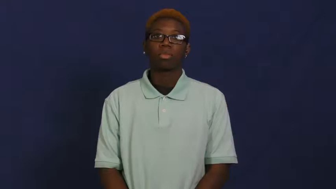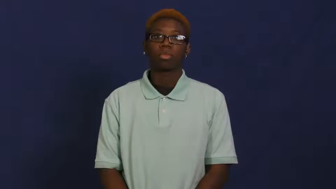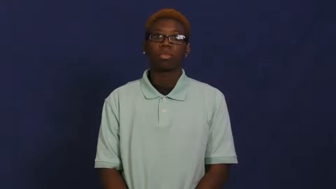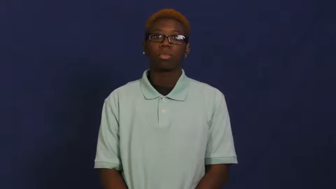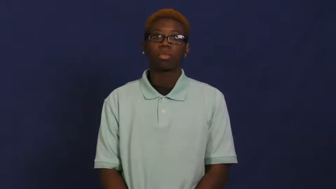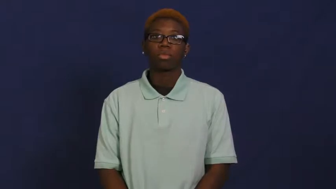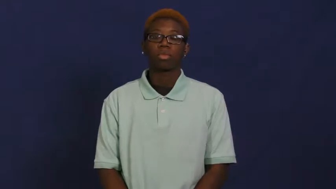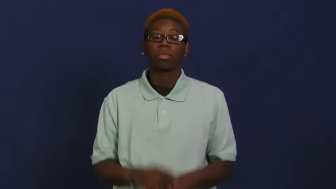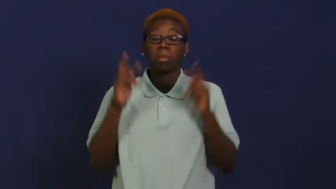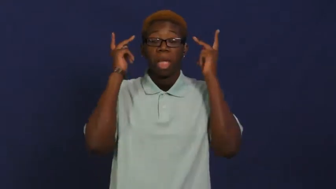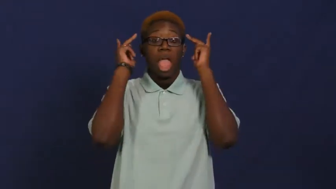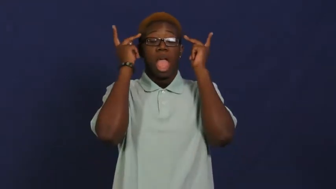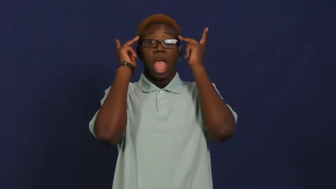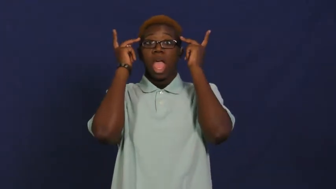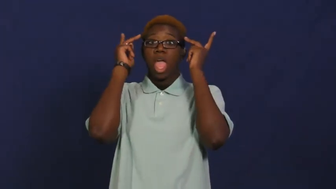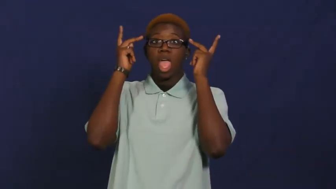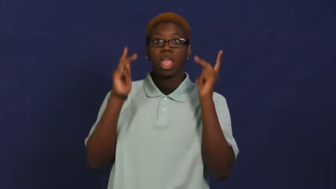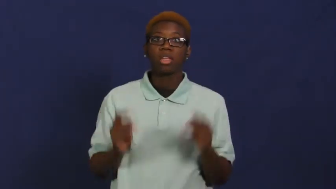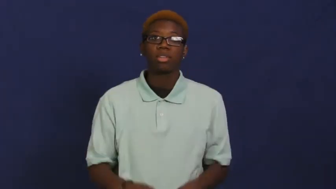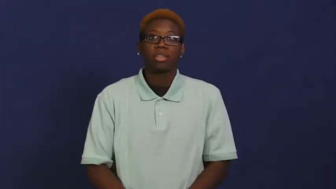paranoid